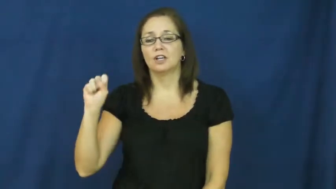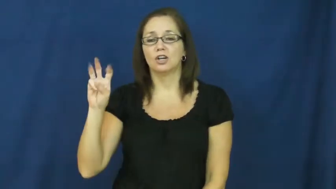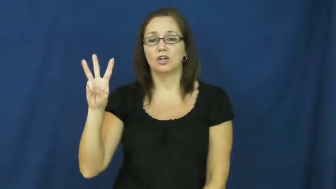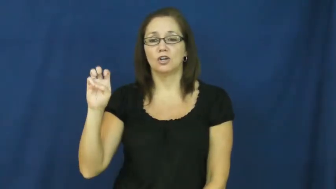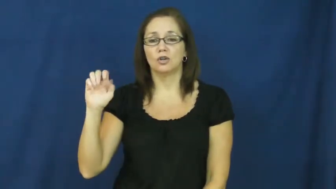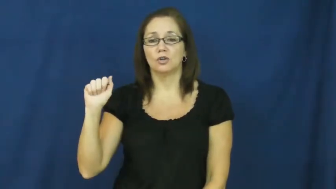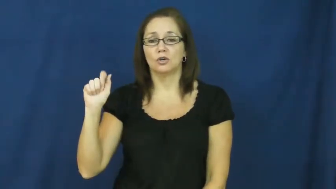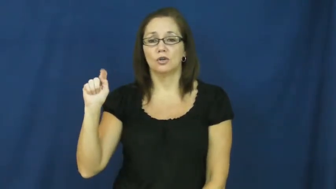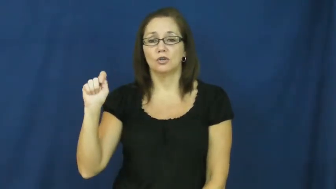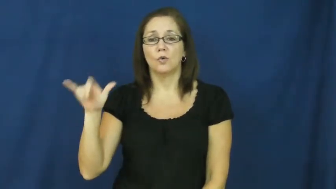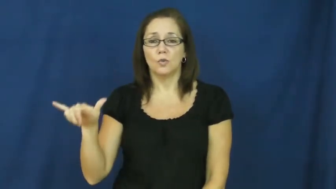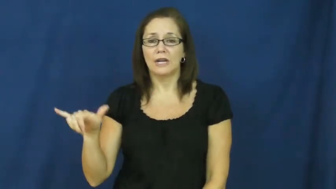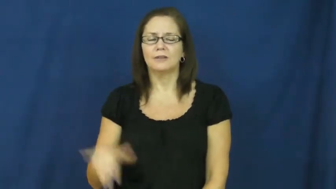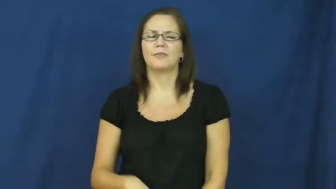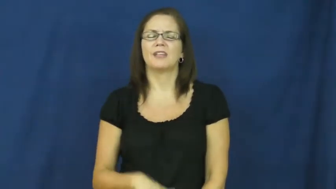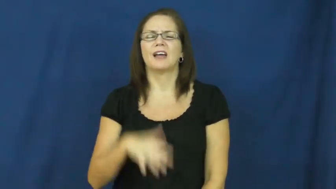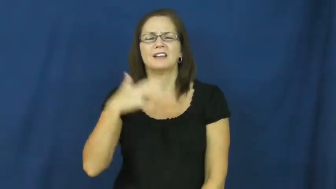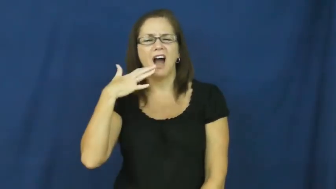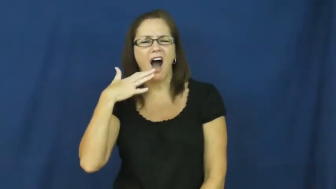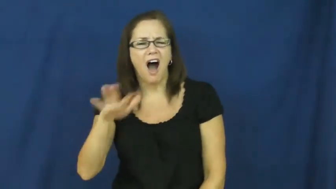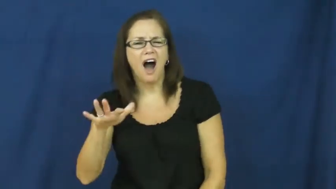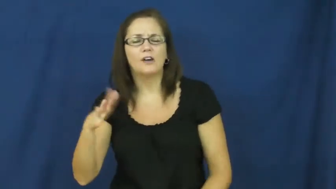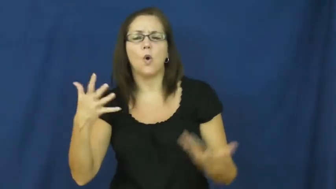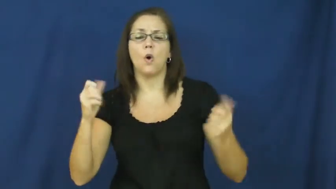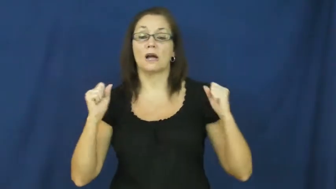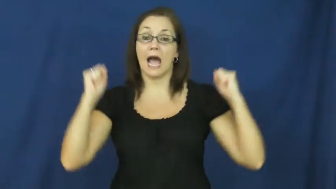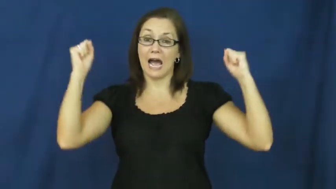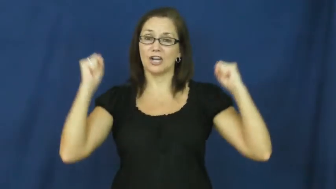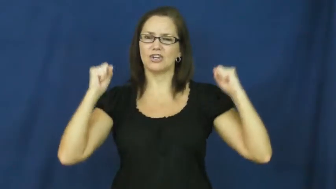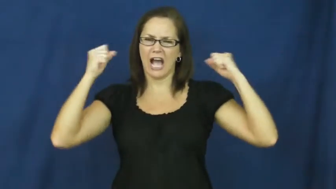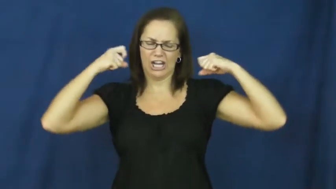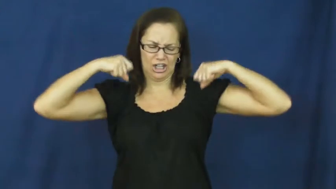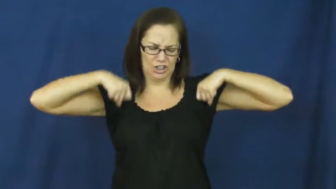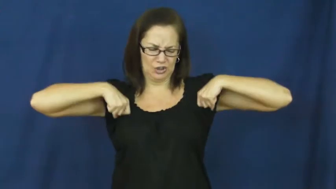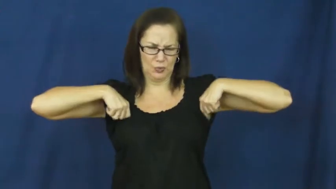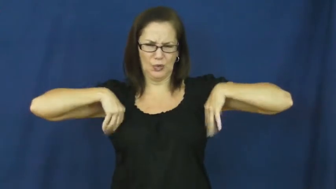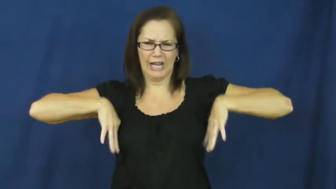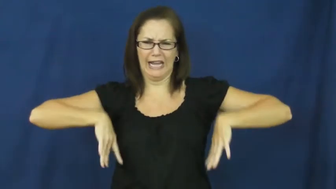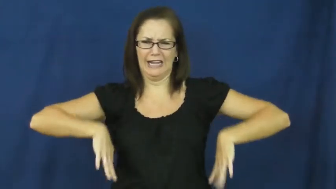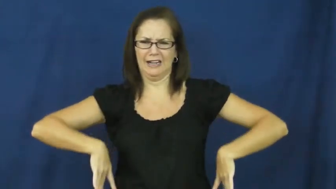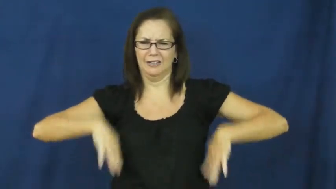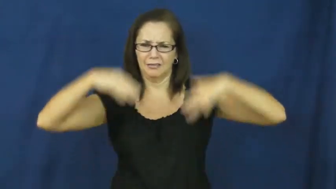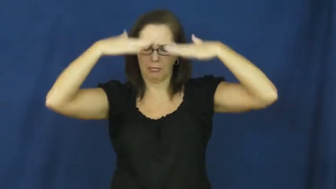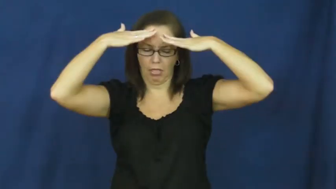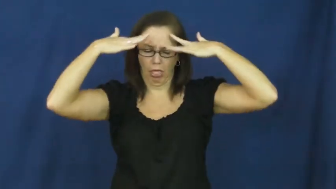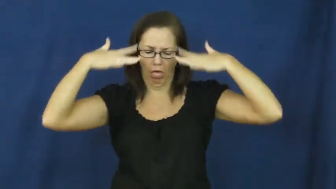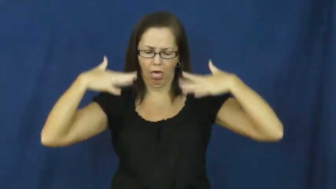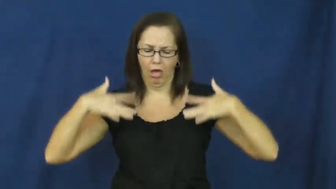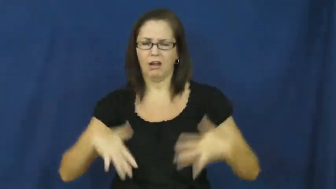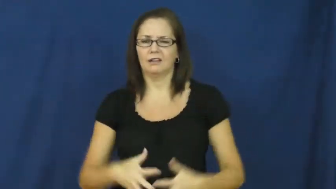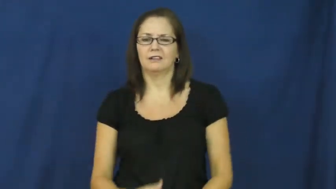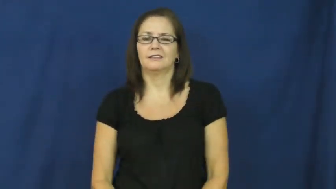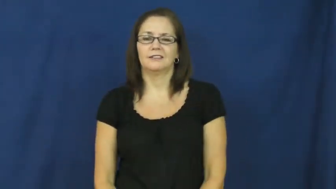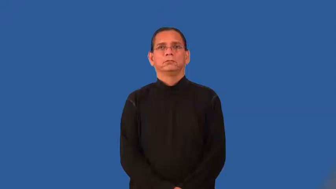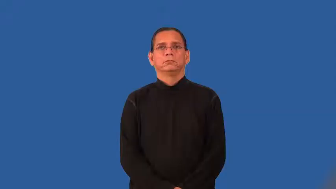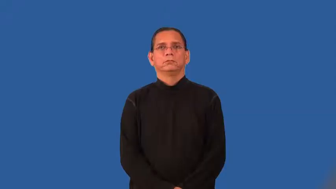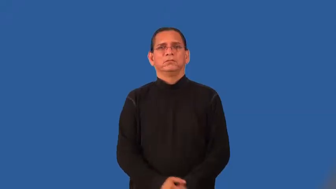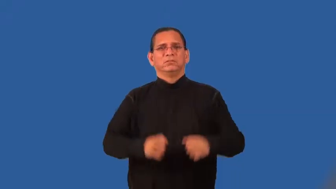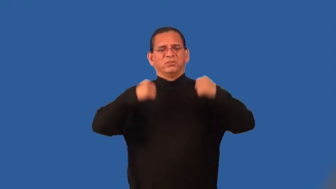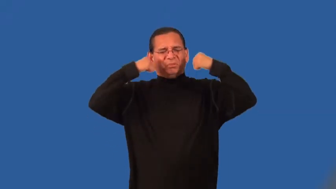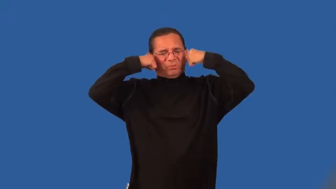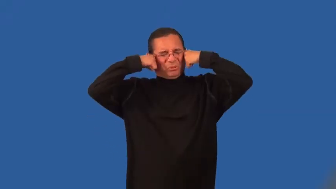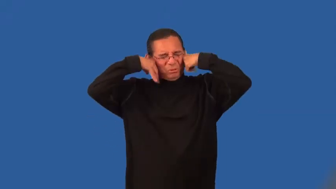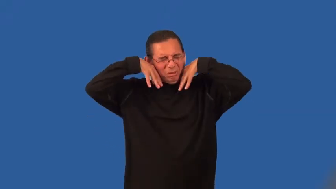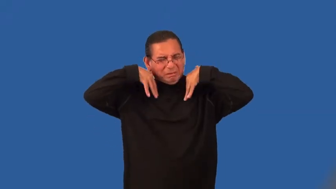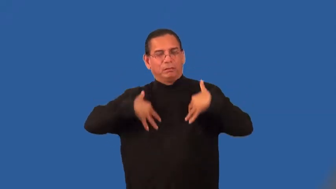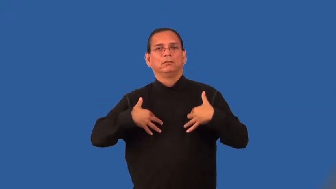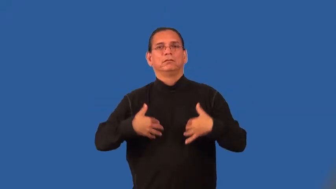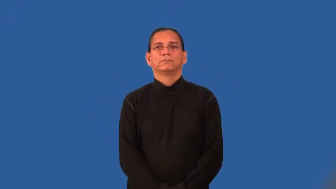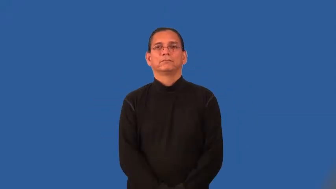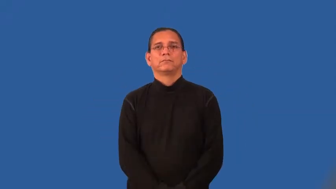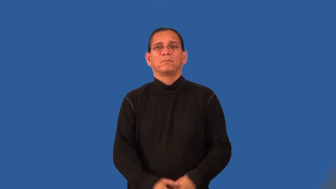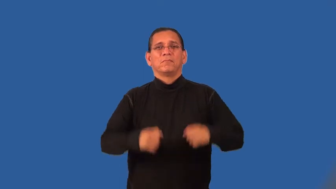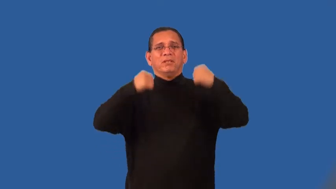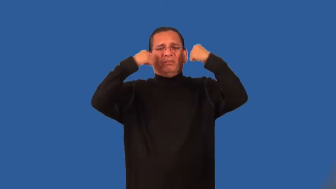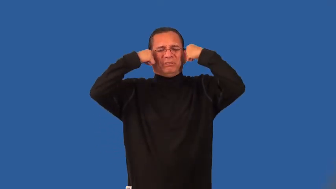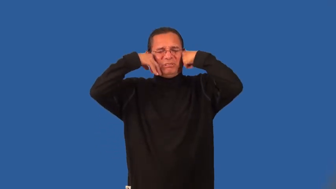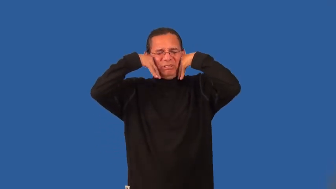sweatier,sweatiest